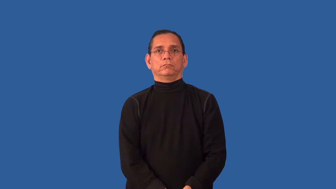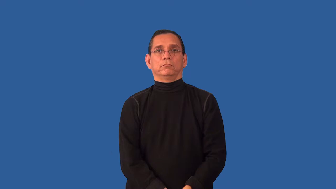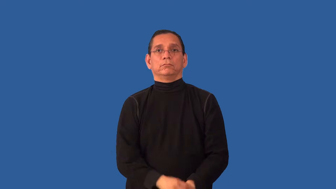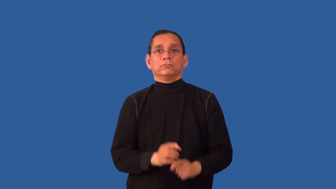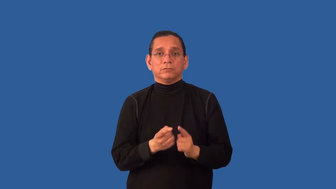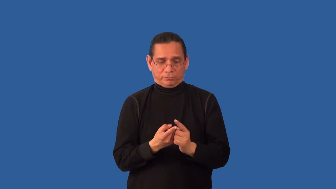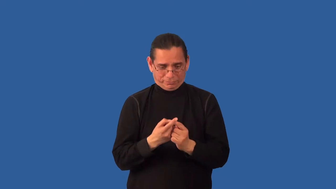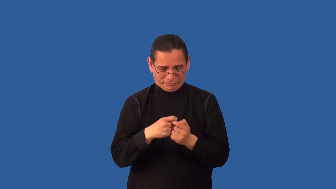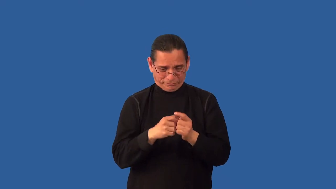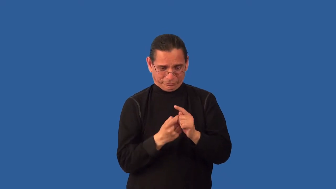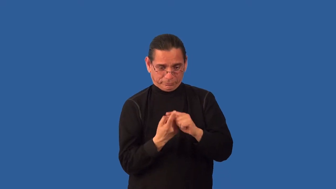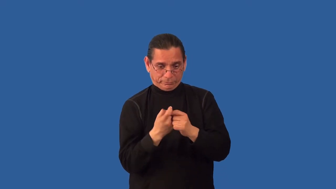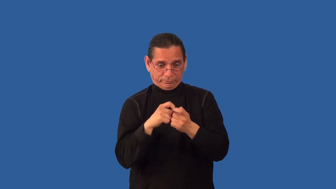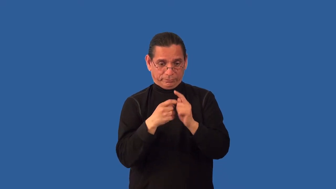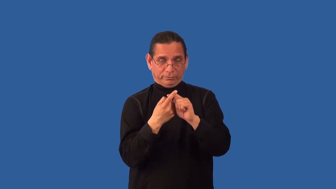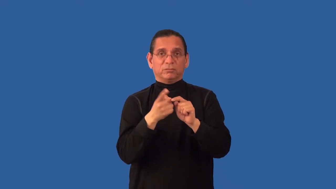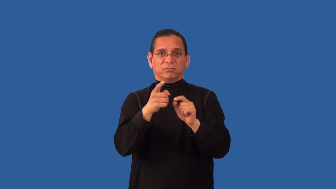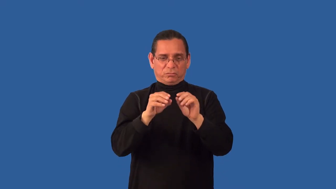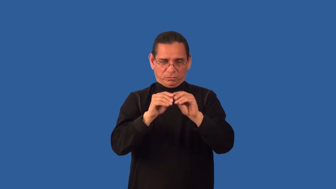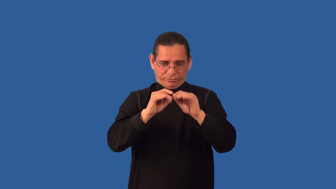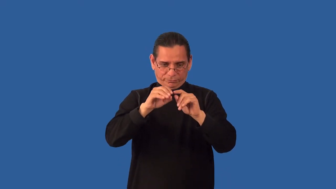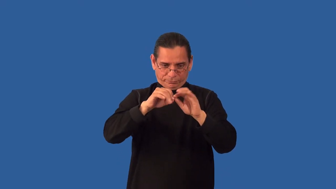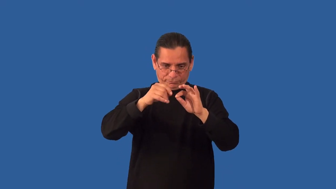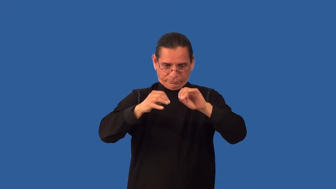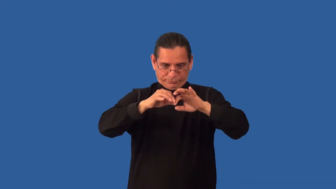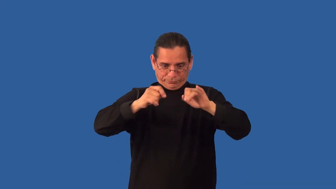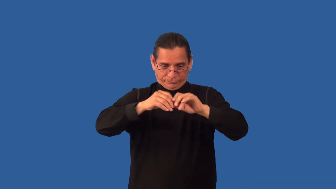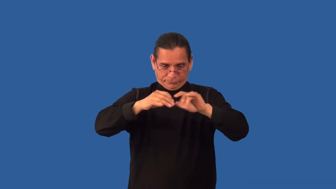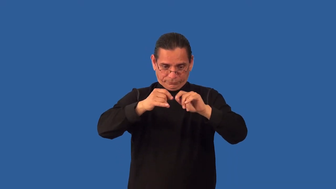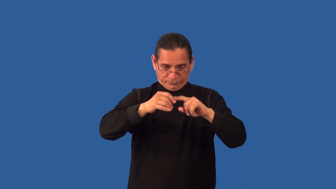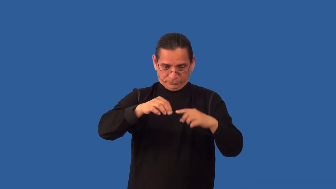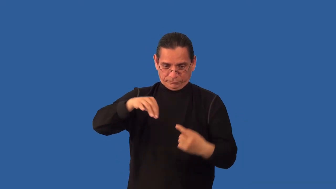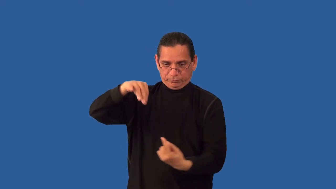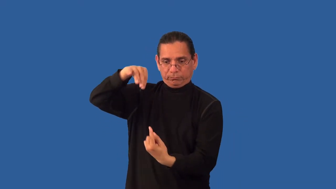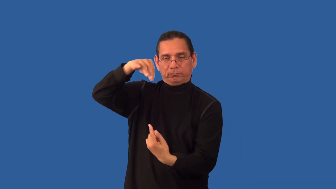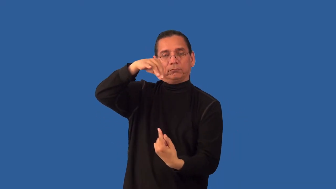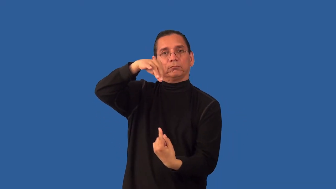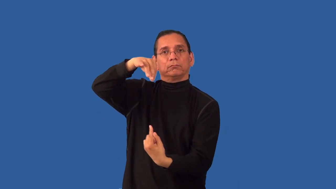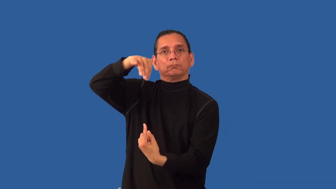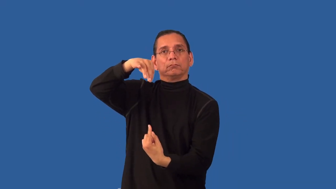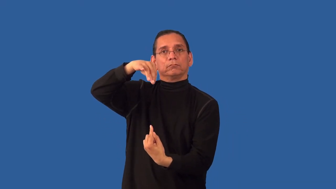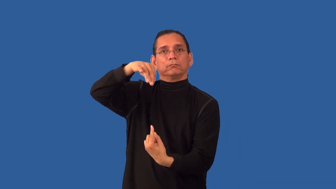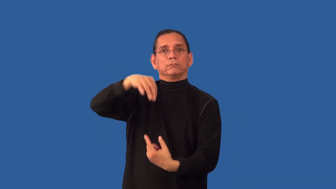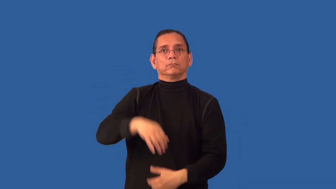unlace